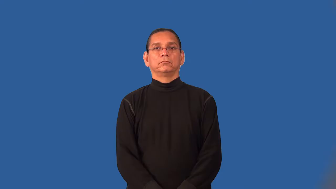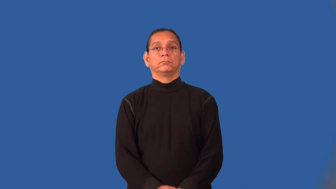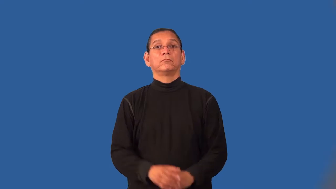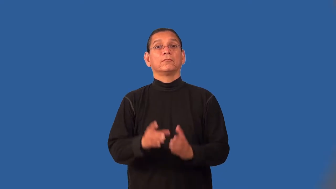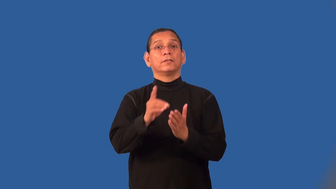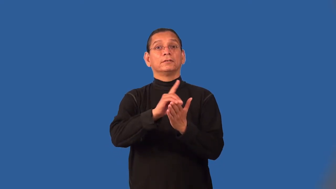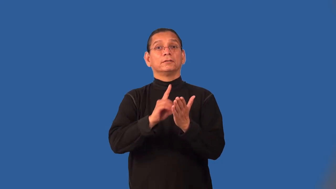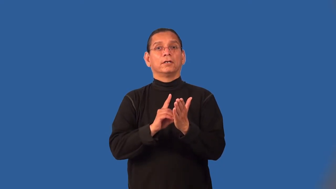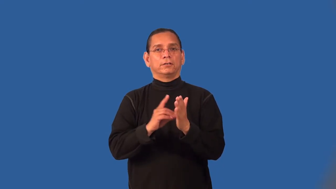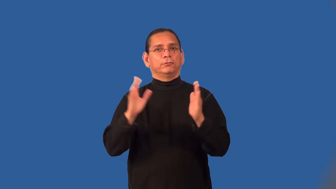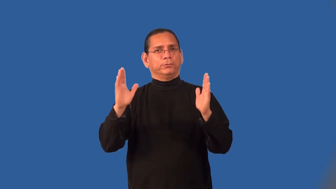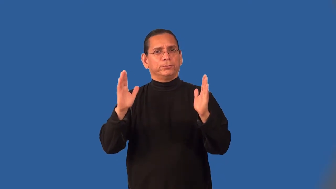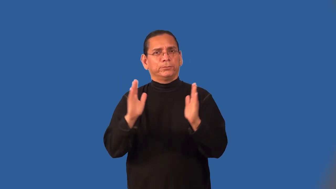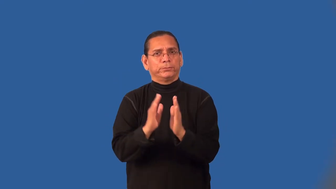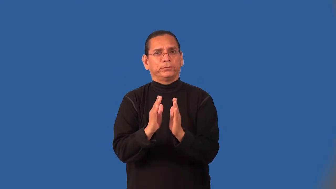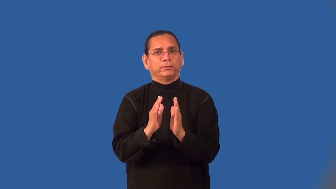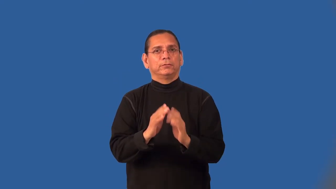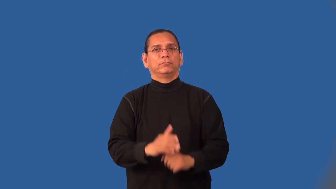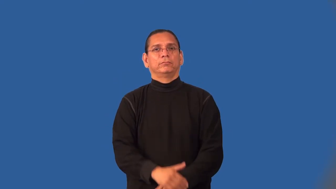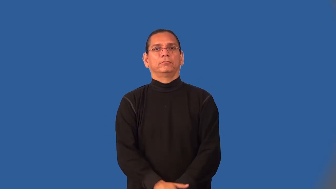miniaturize